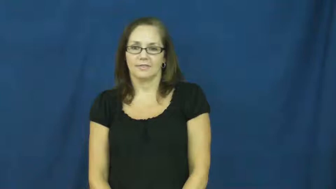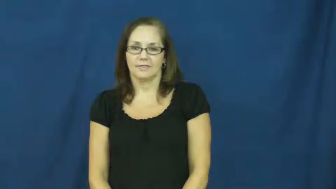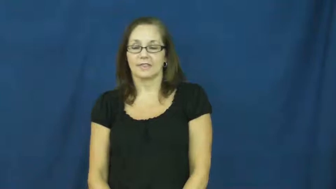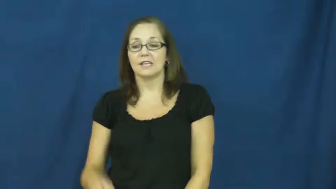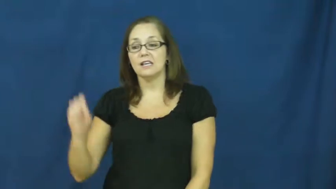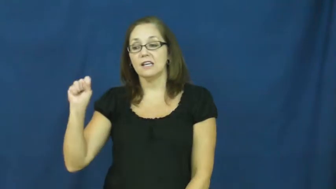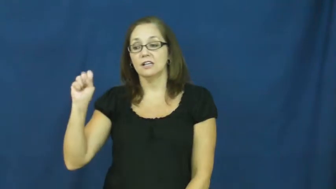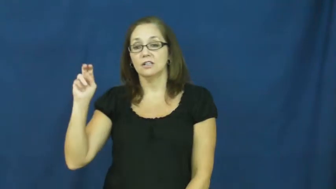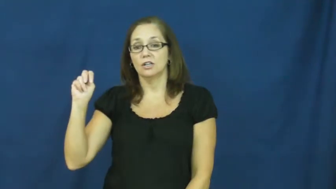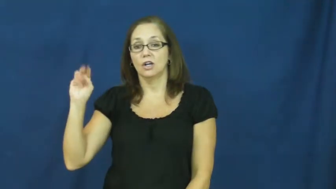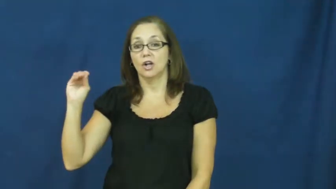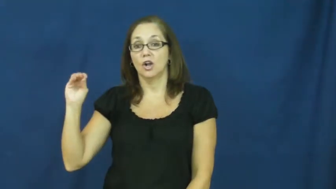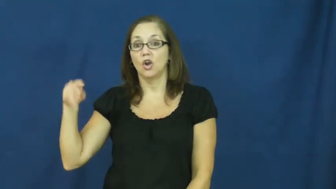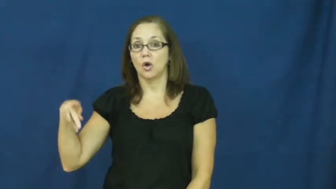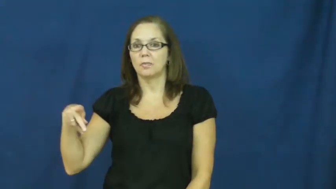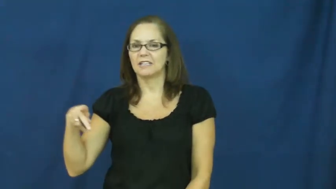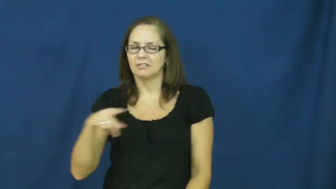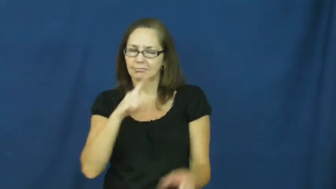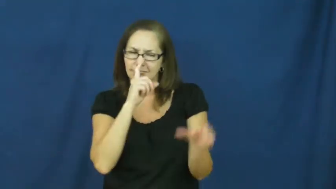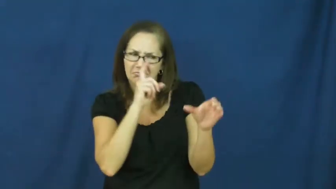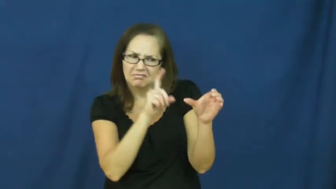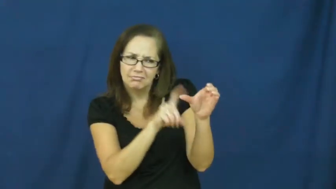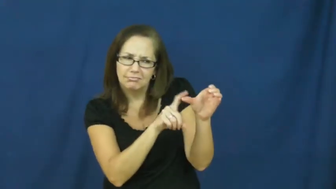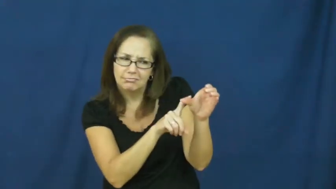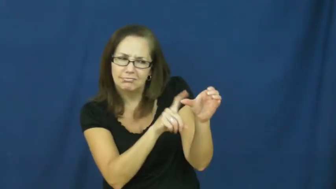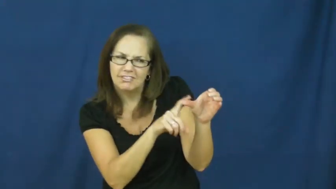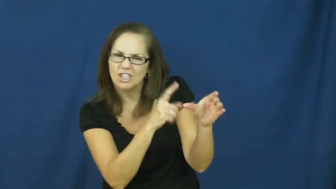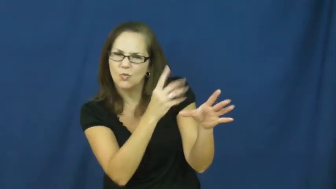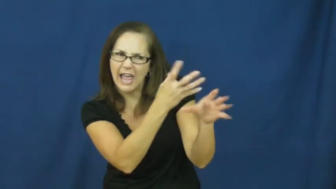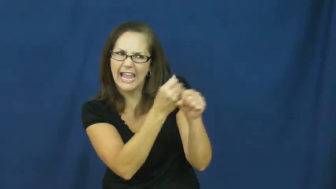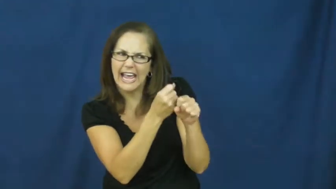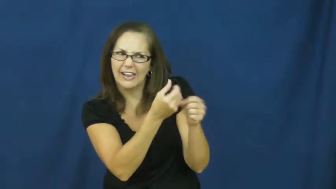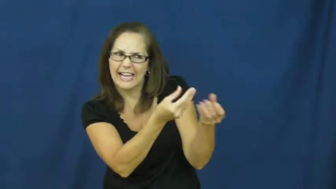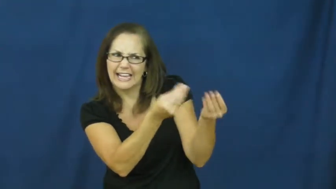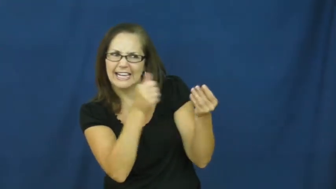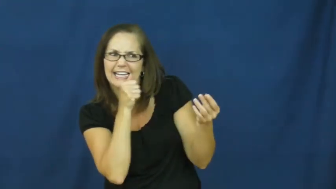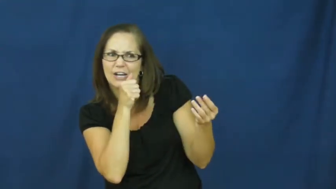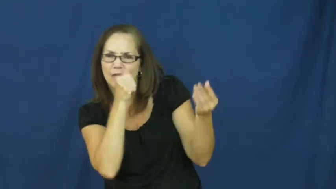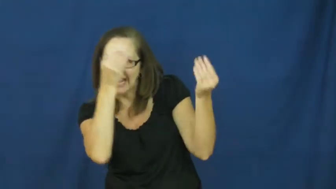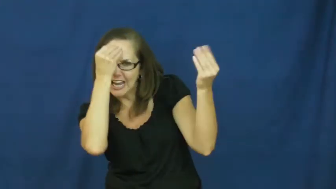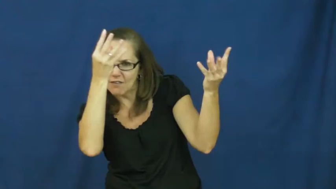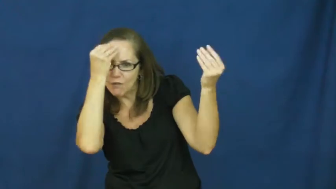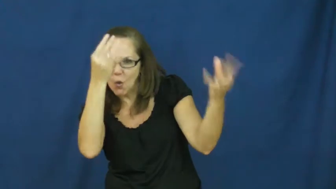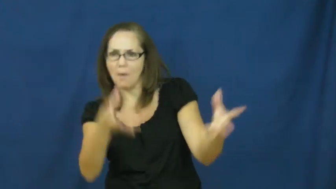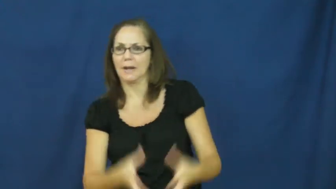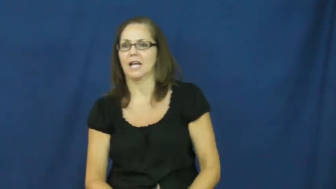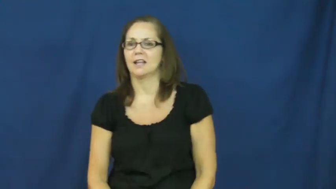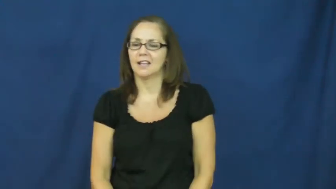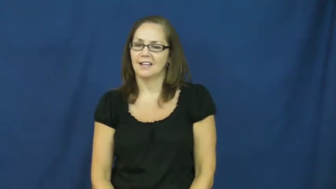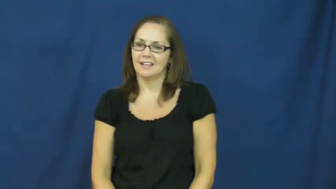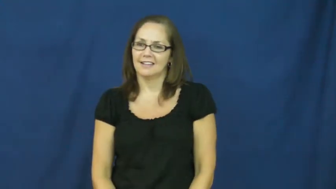snoop,snoop around